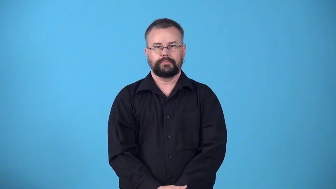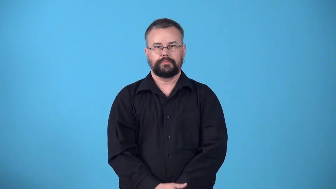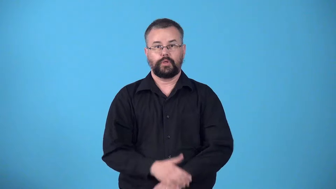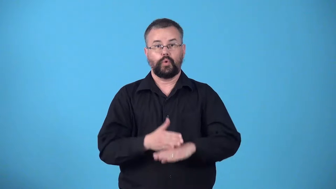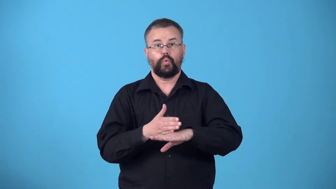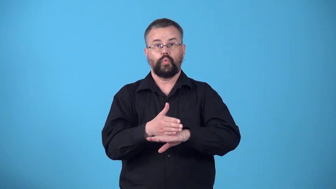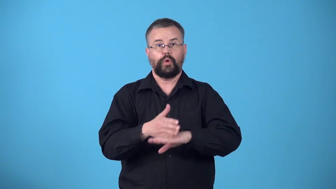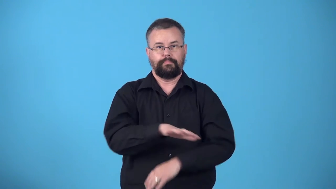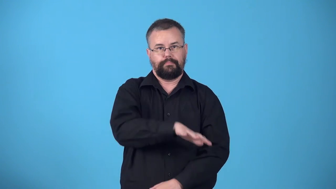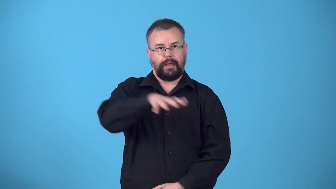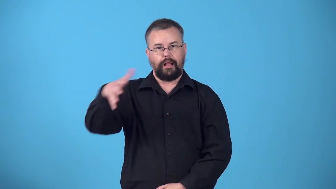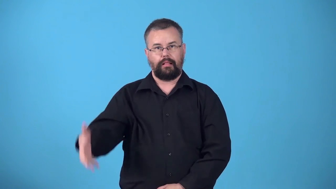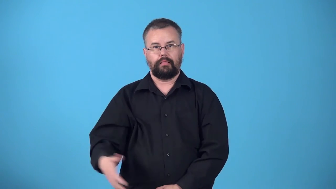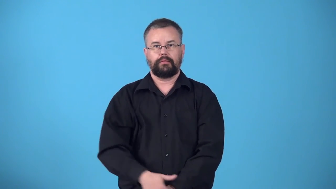woodpile,cord,cordage